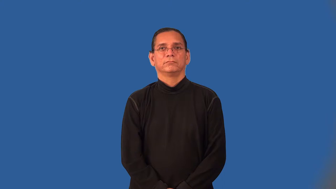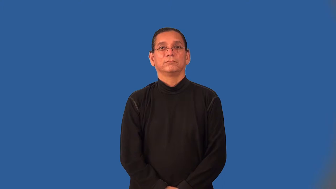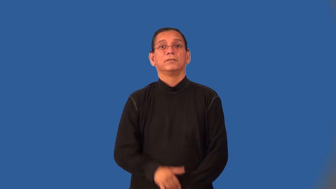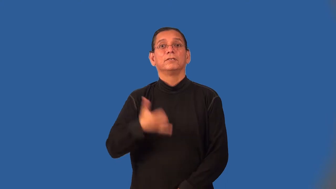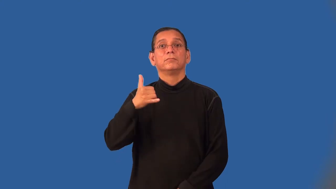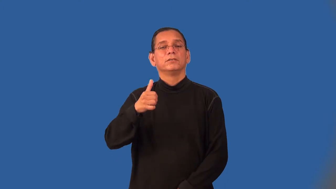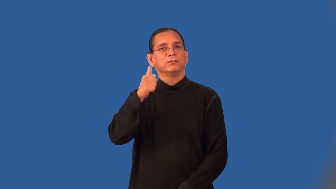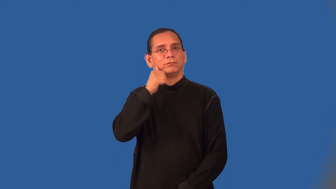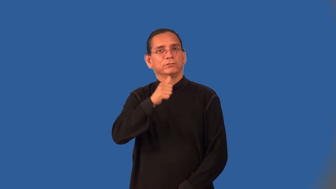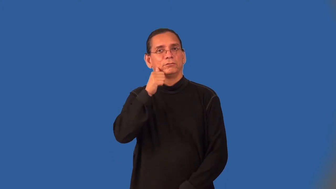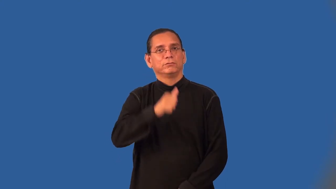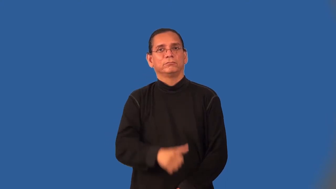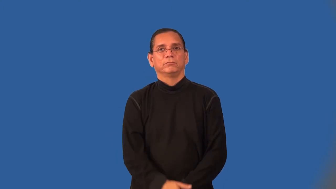playgirl